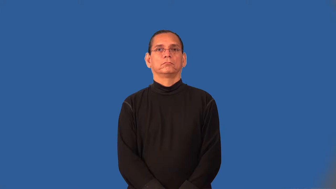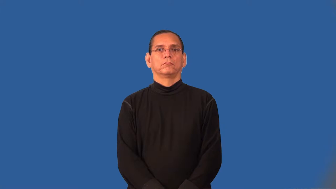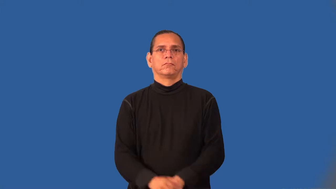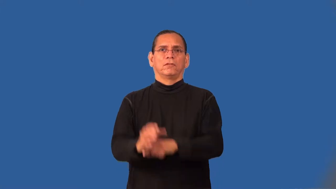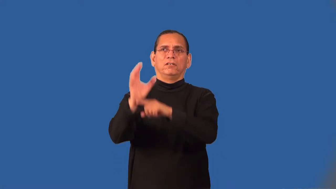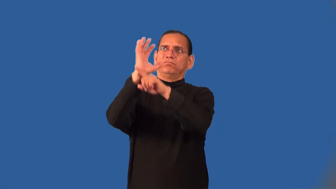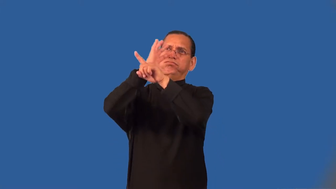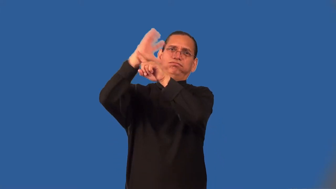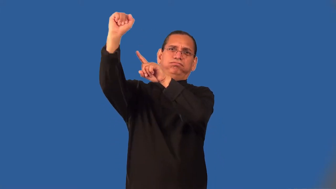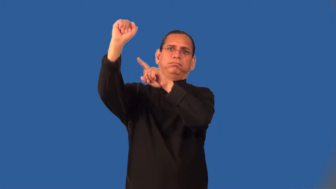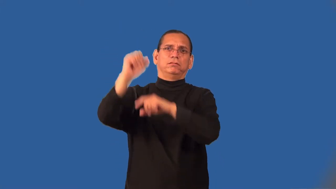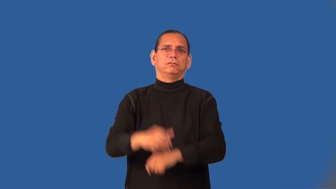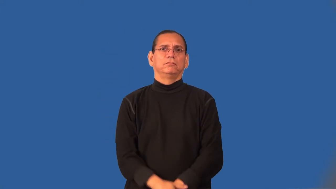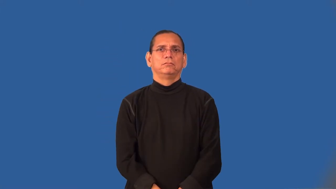superlative